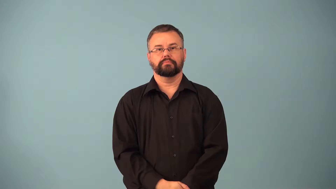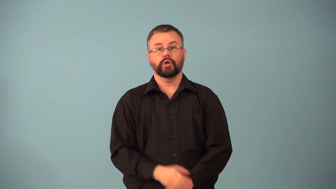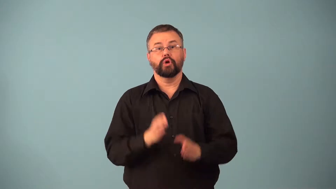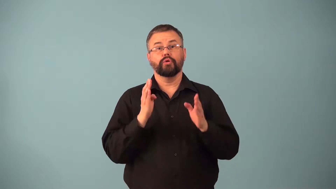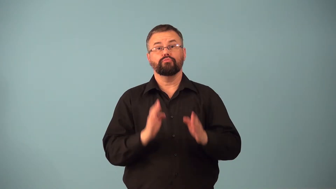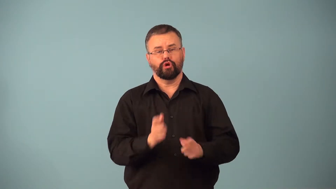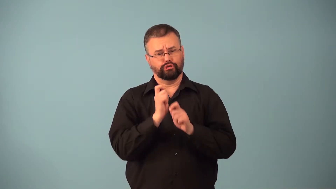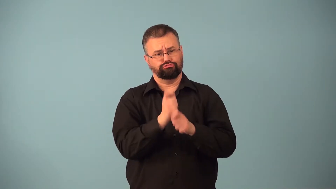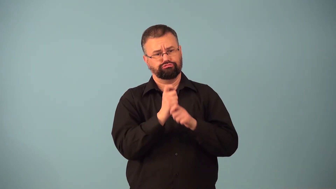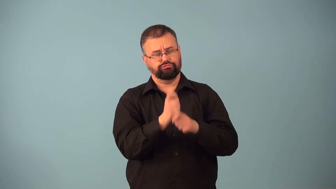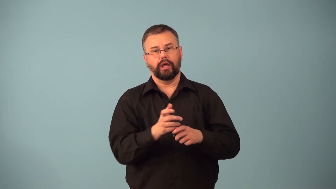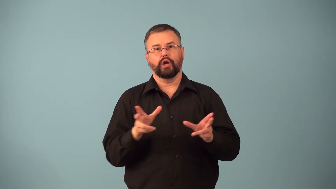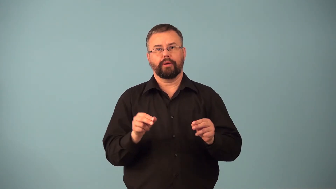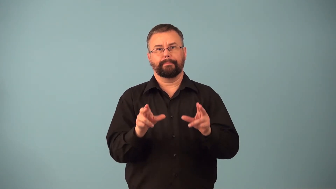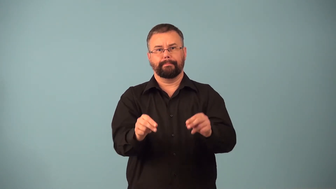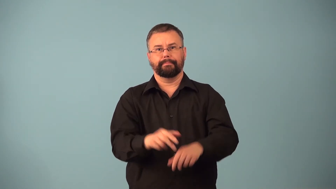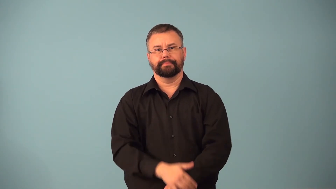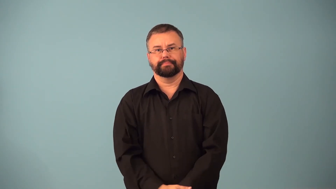crabber